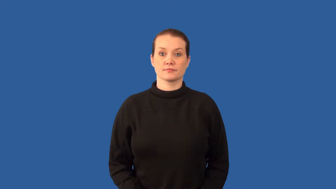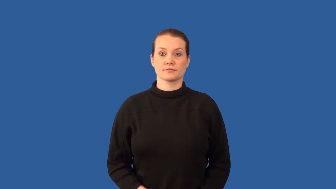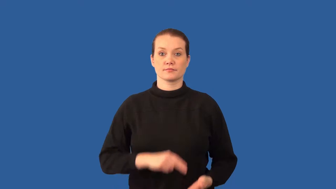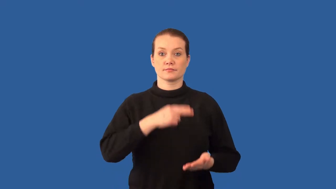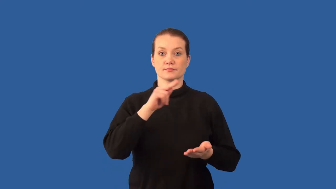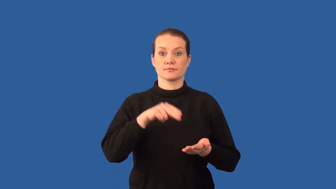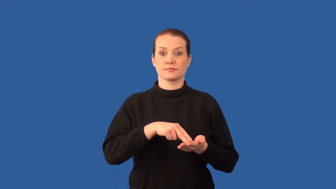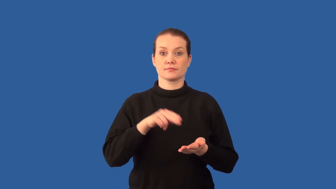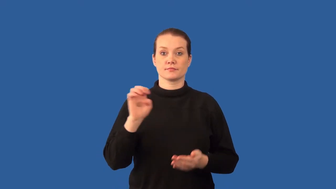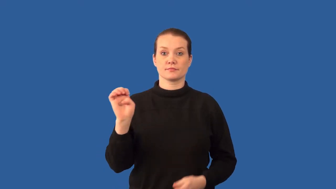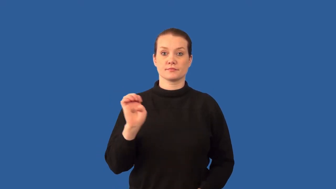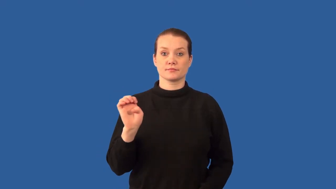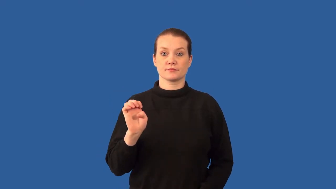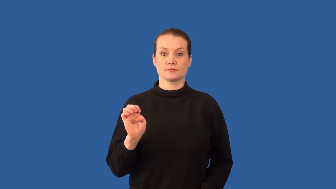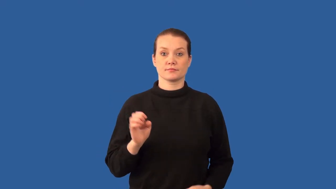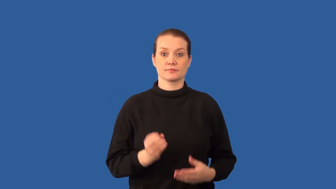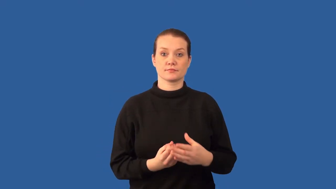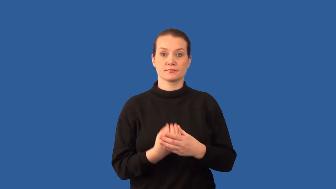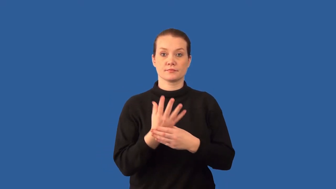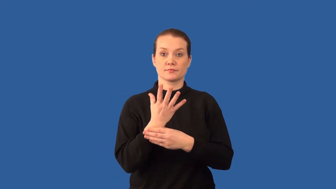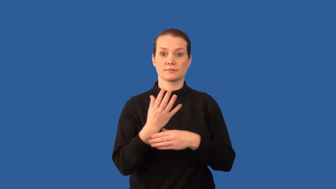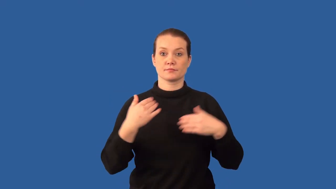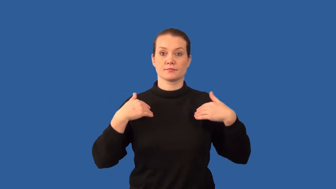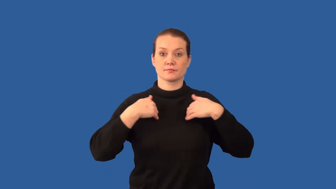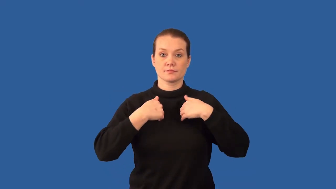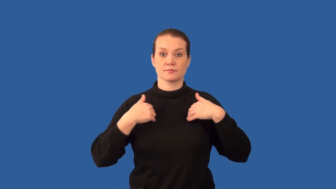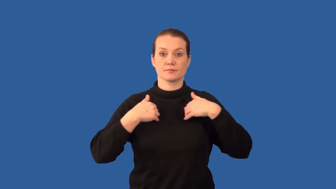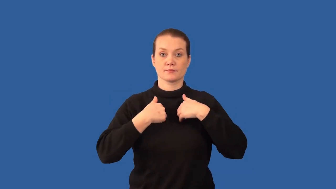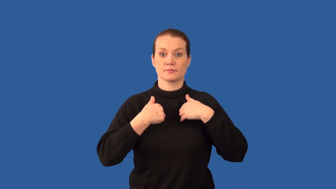protist